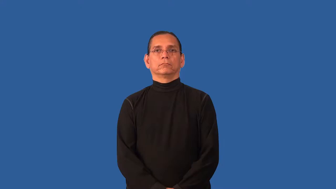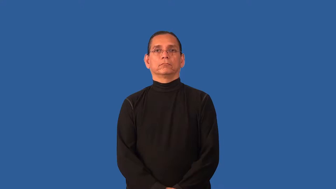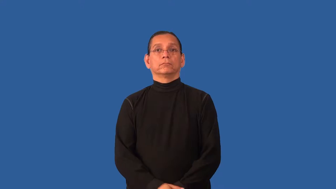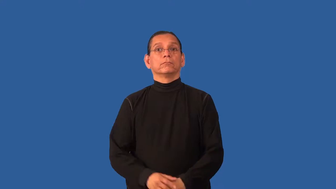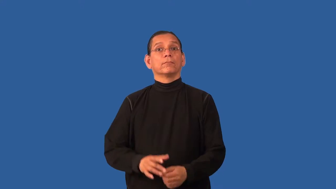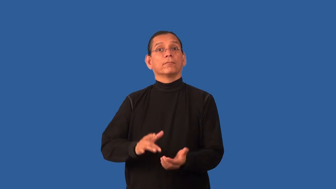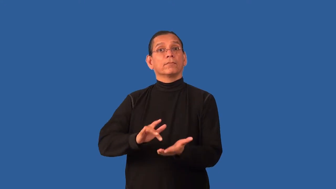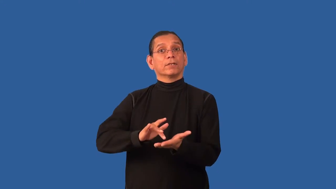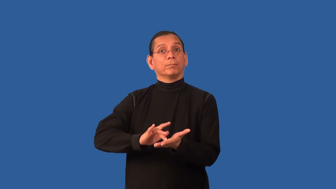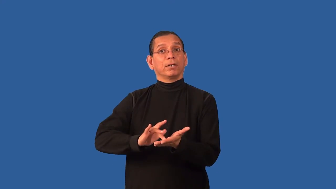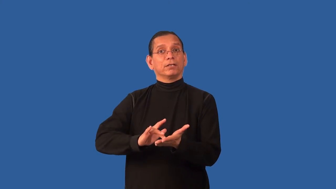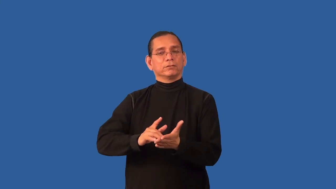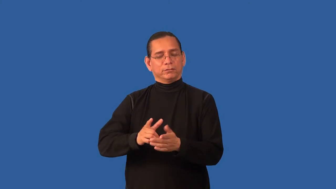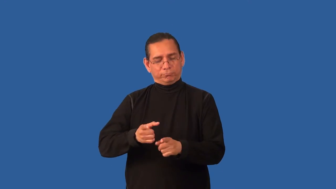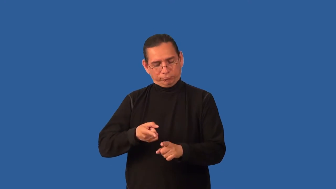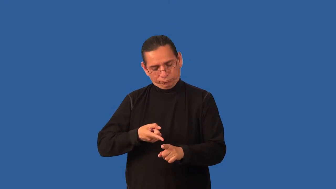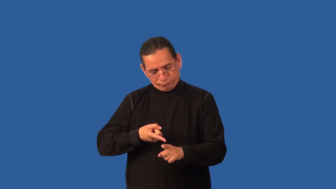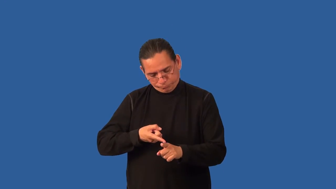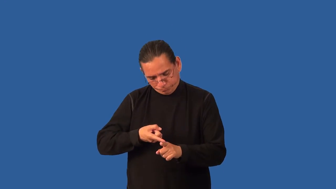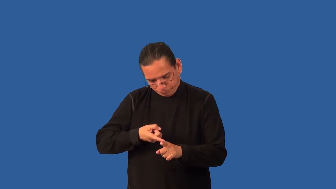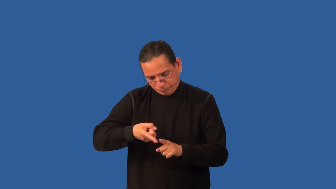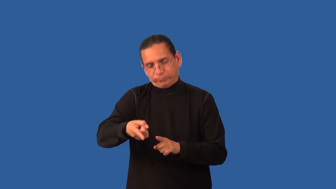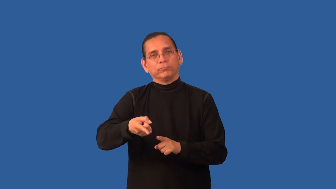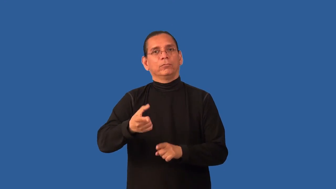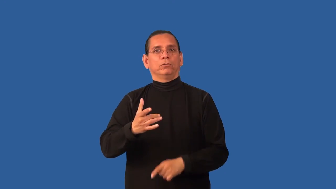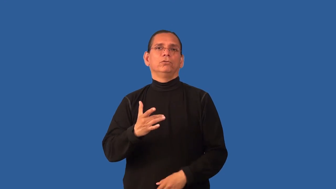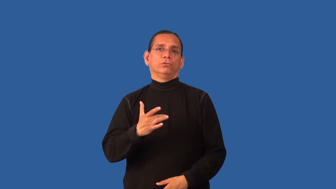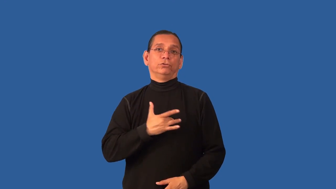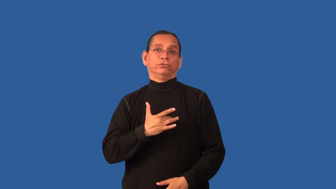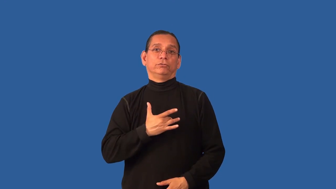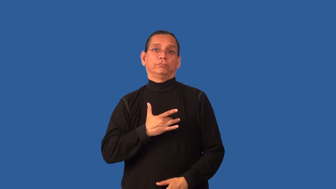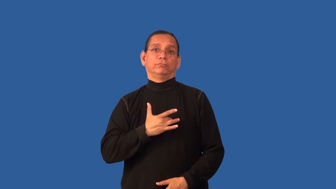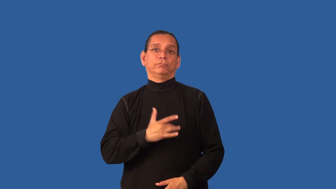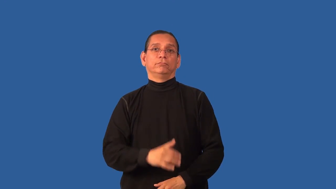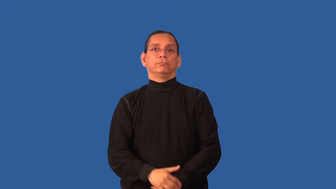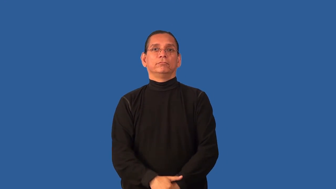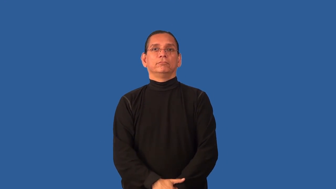cardiology